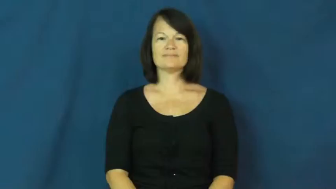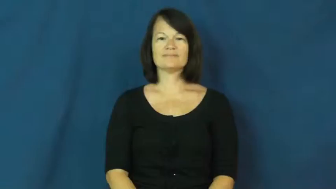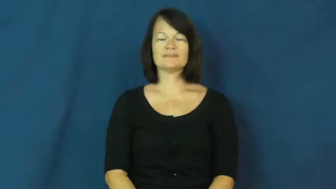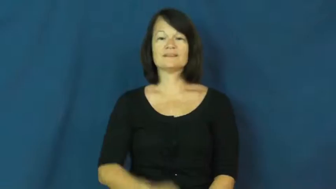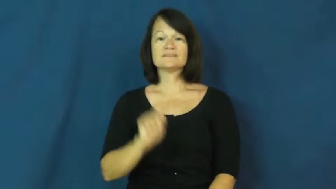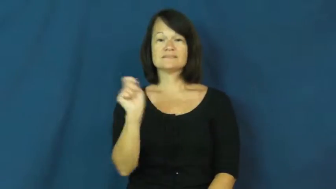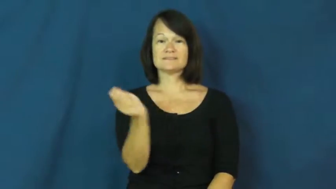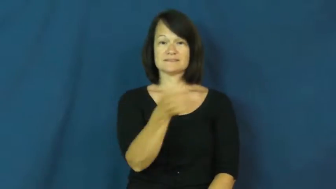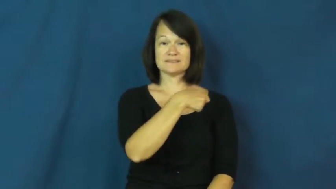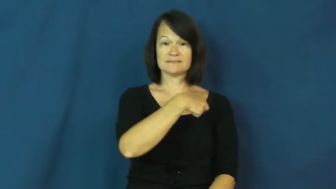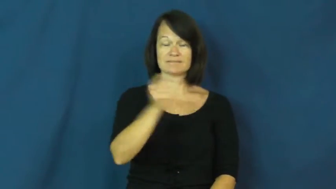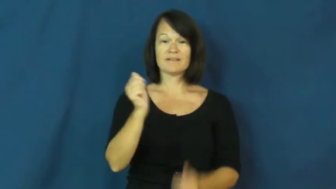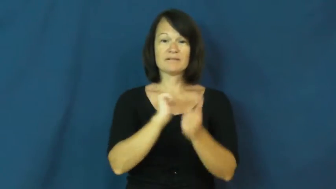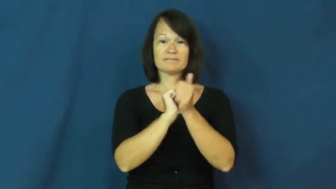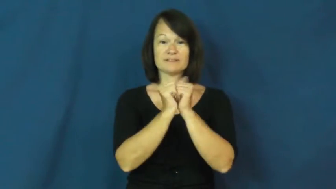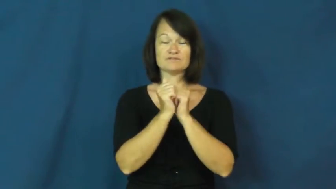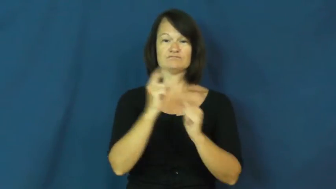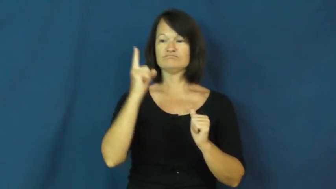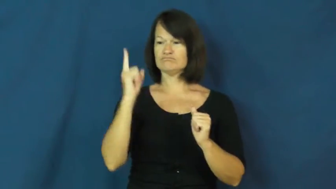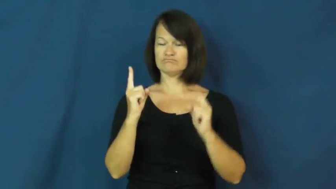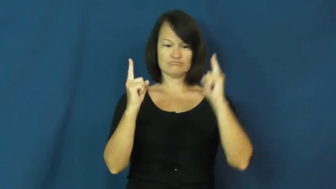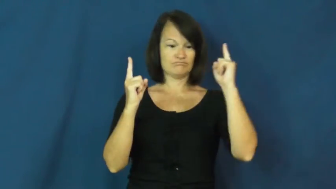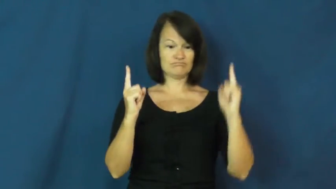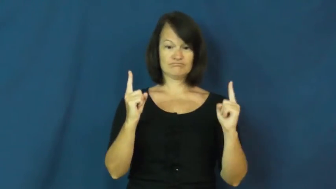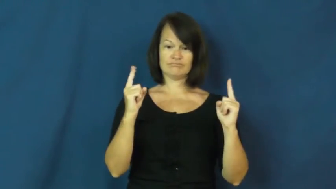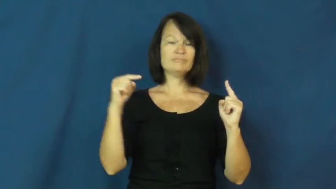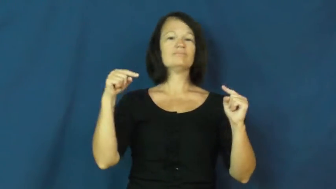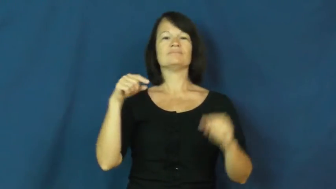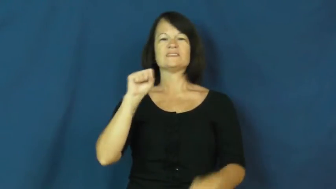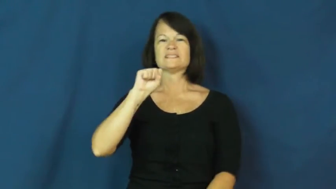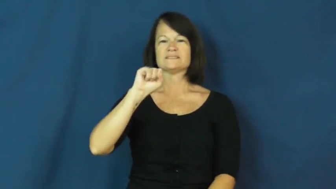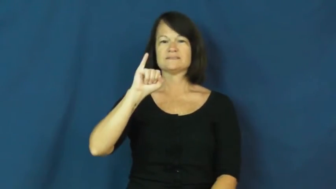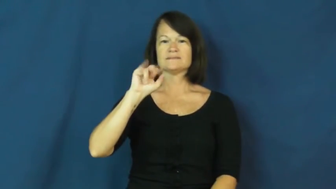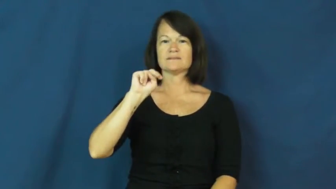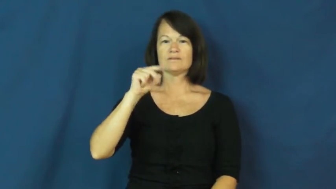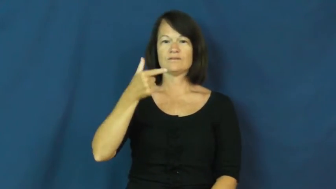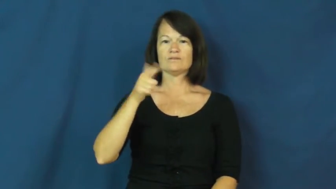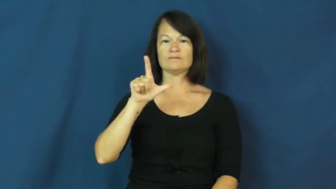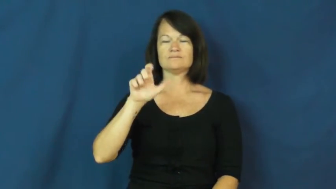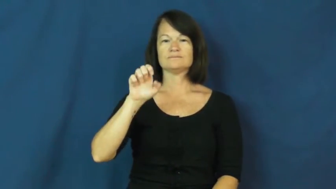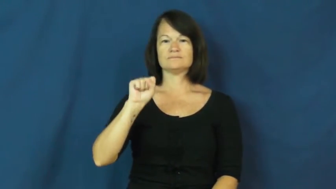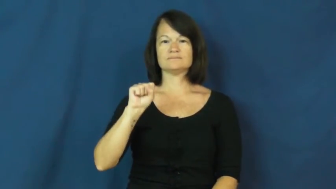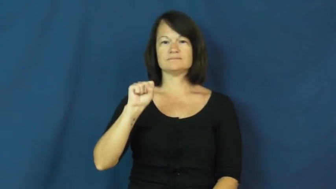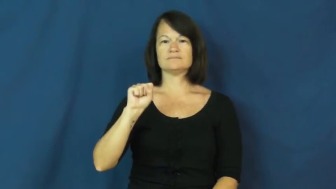singles-tennis